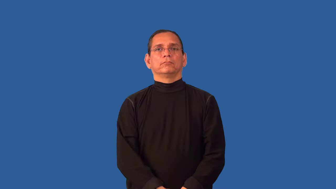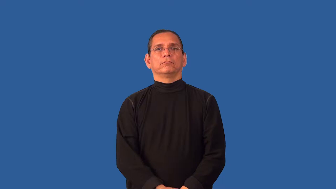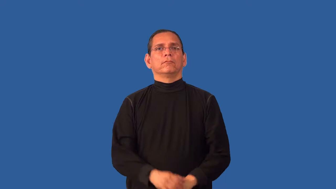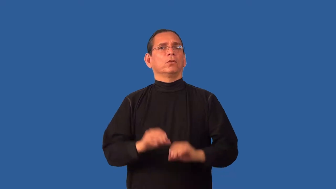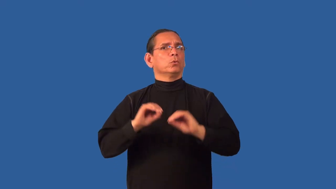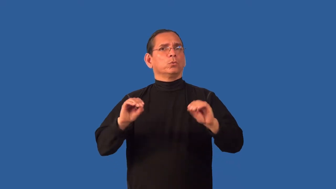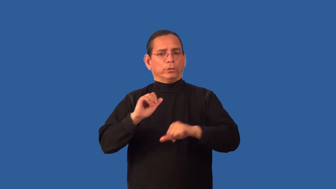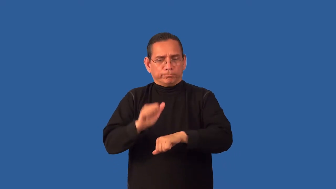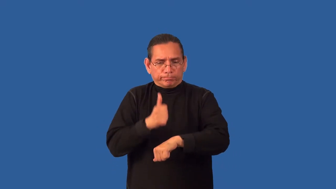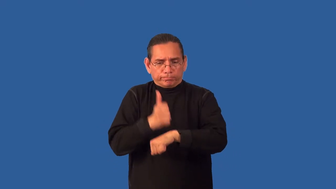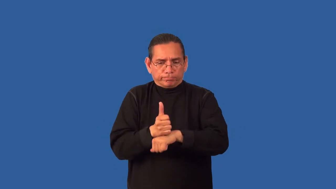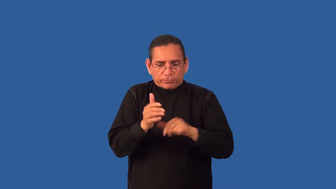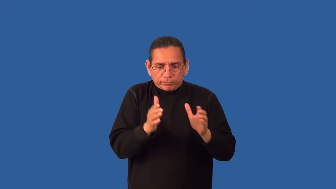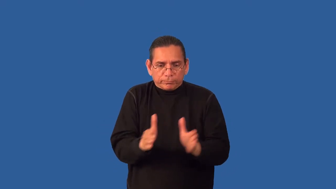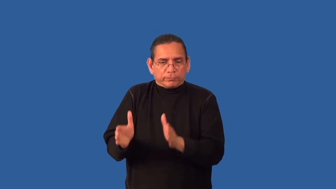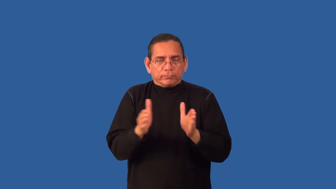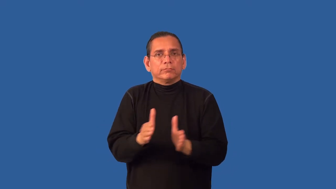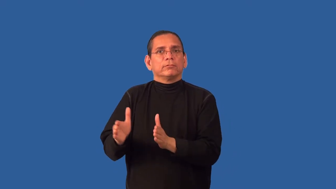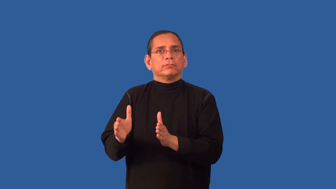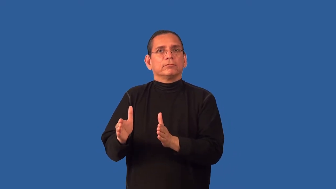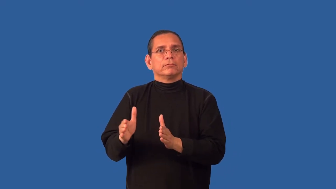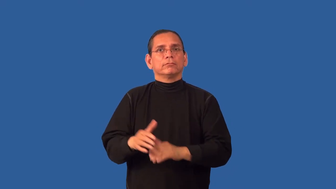unsystematic